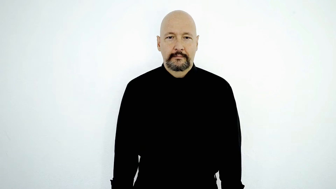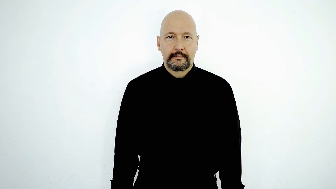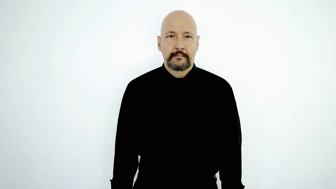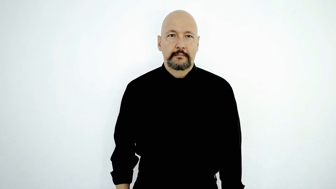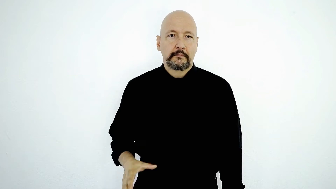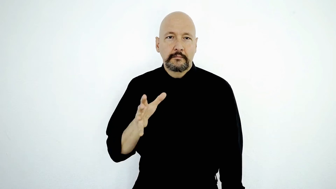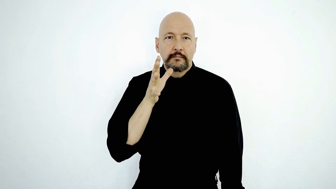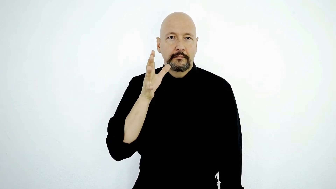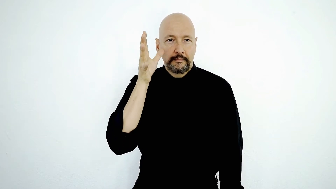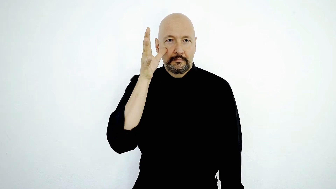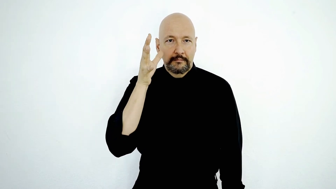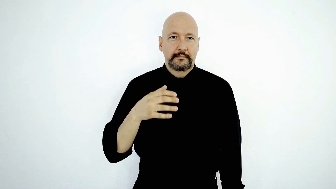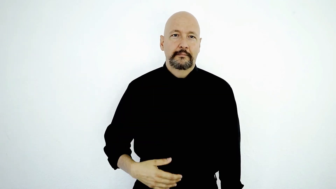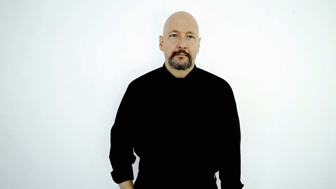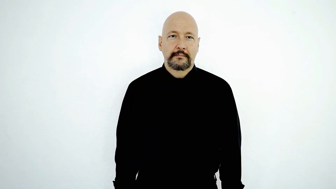parents-[casual-version]